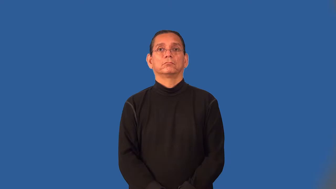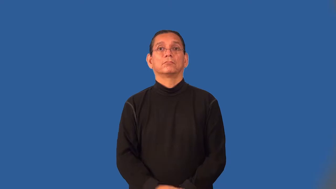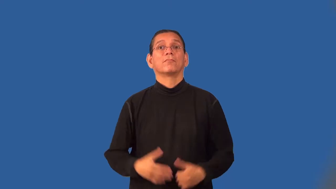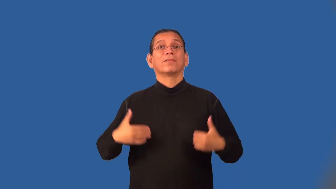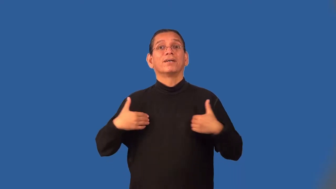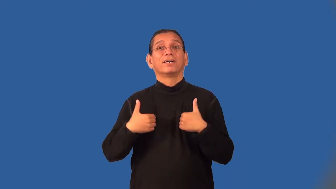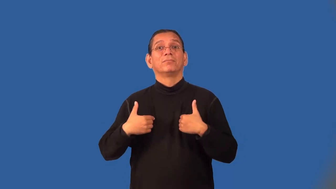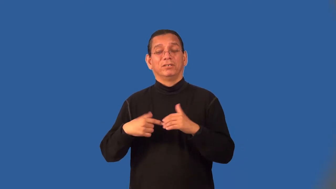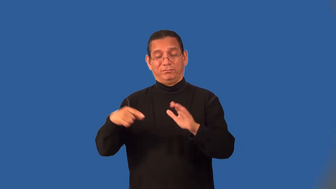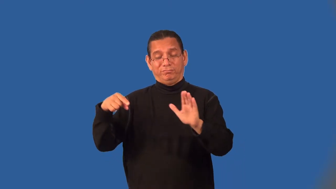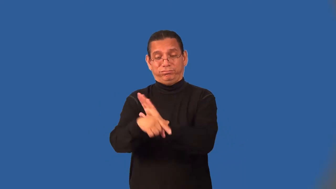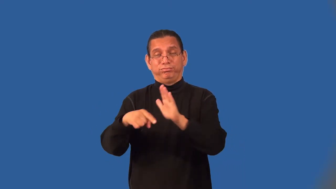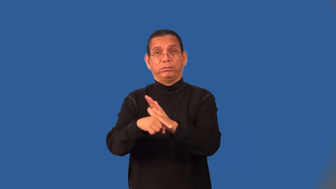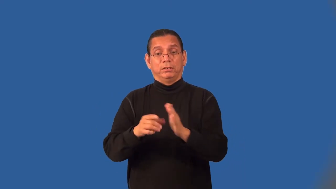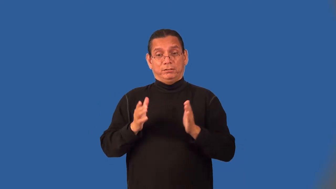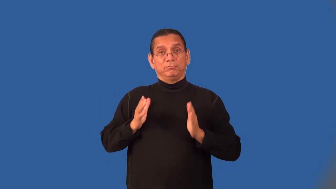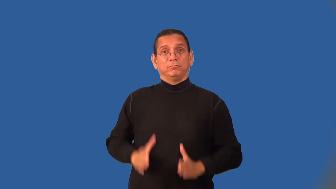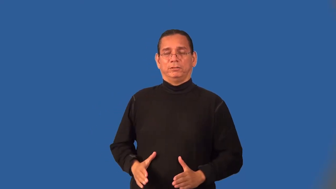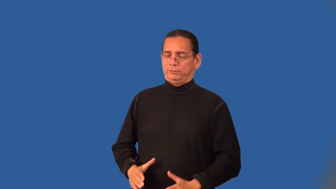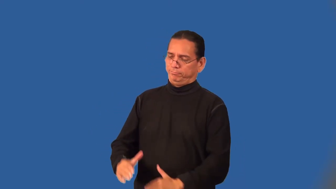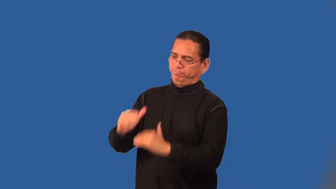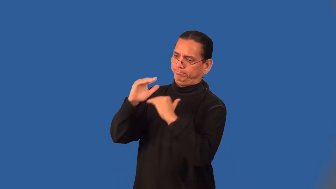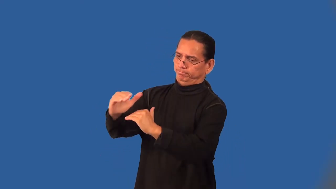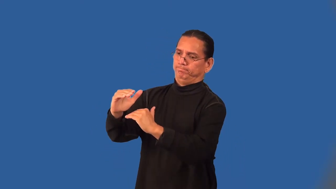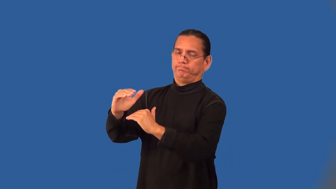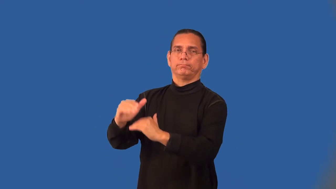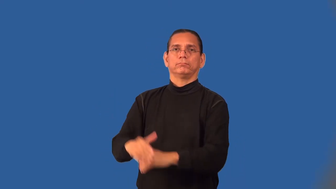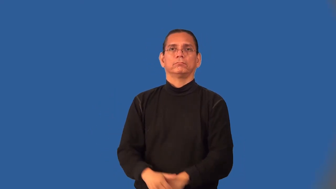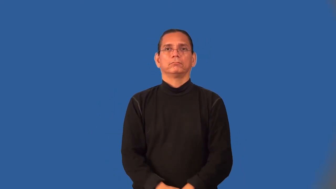gamekeeper